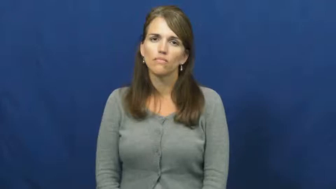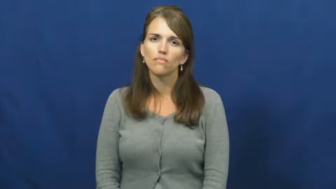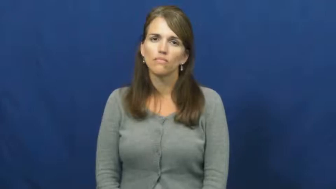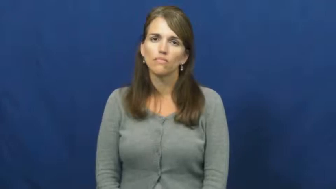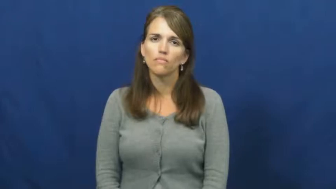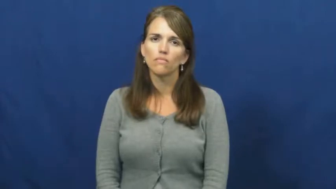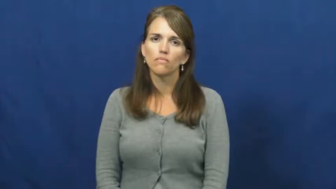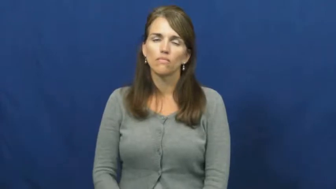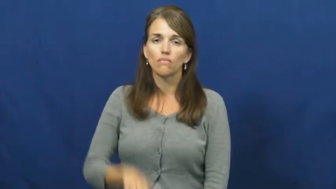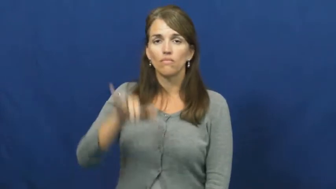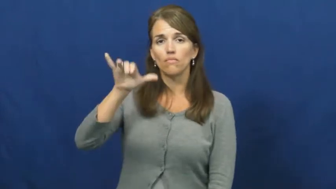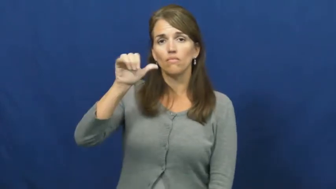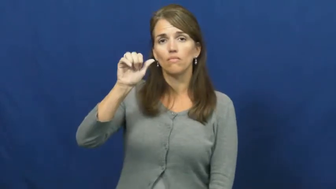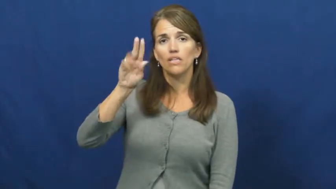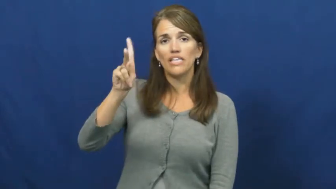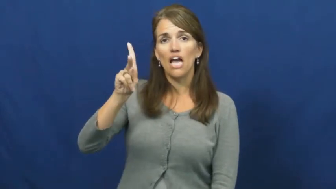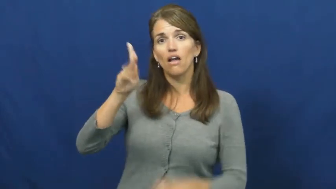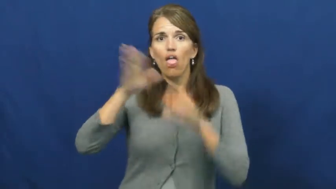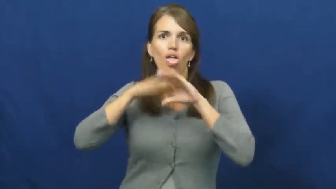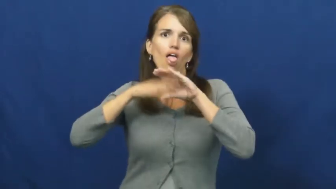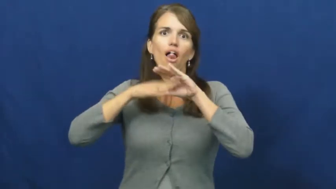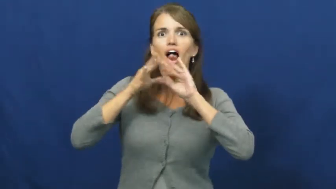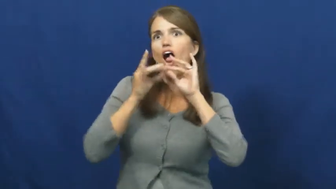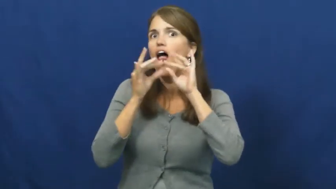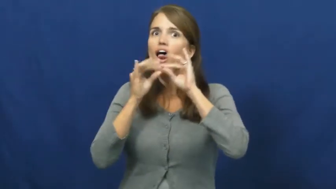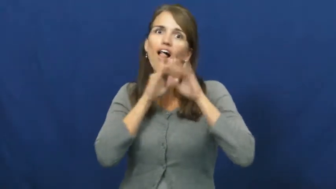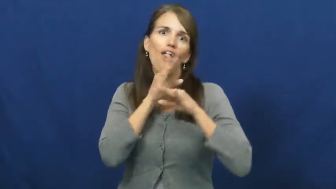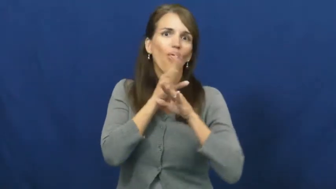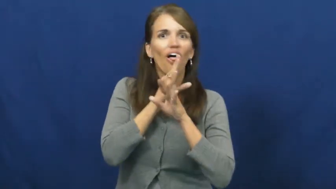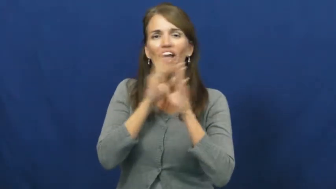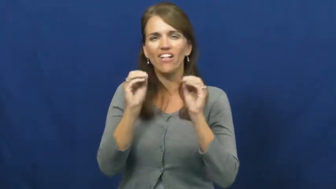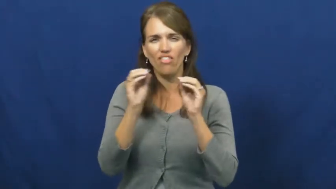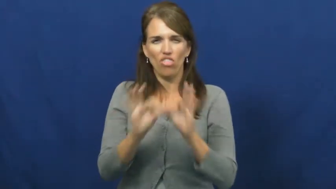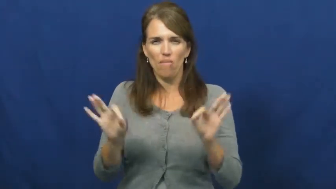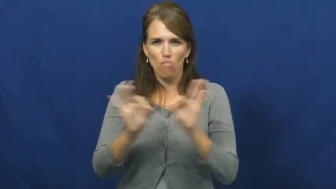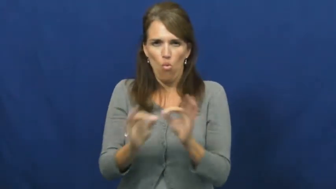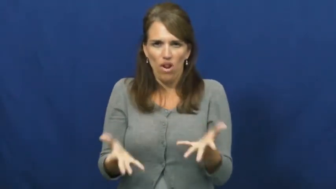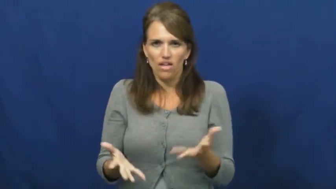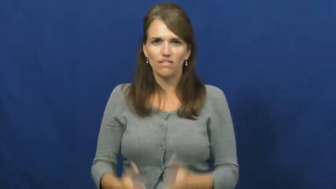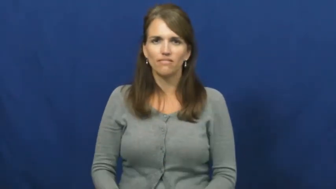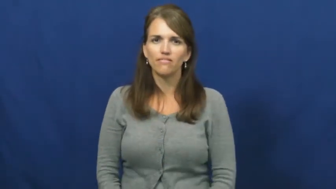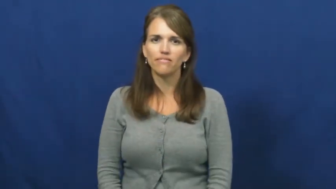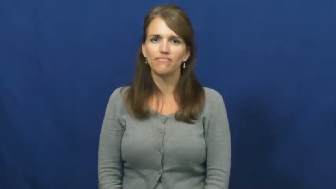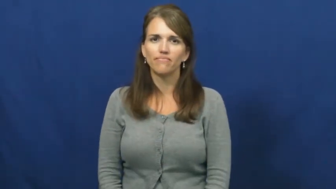yap